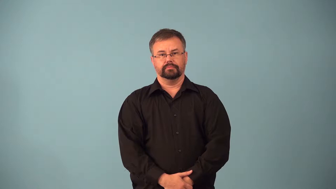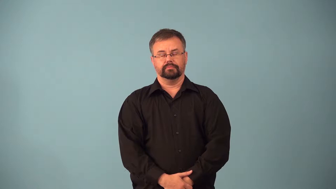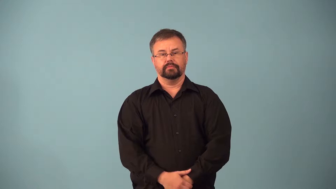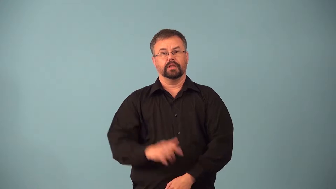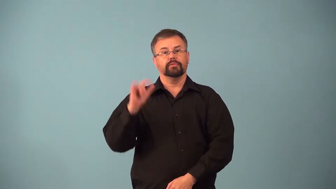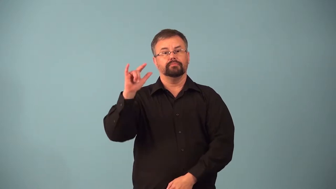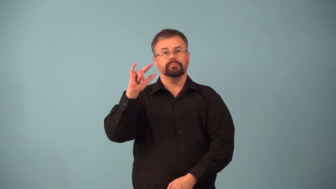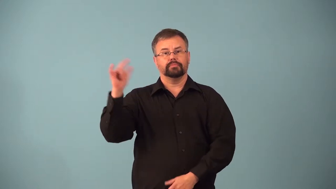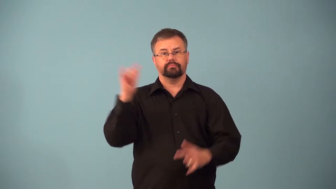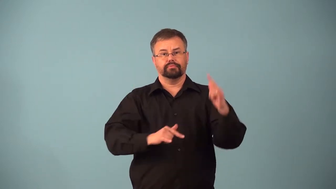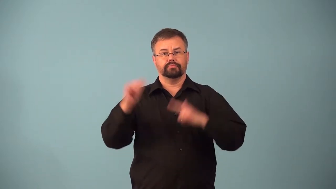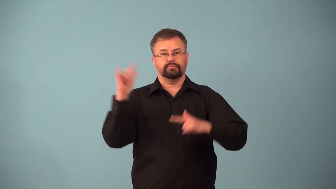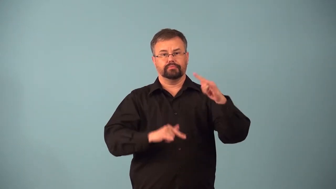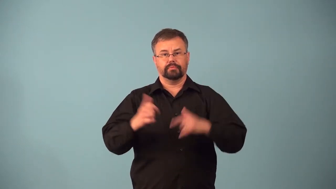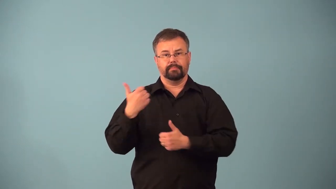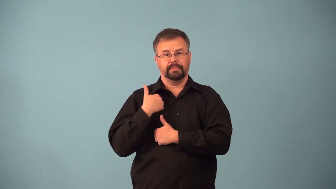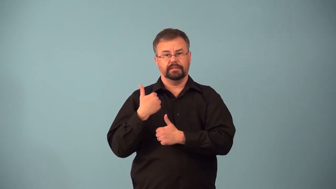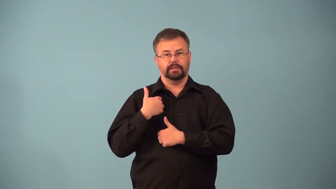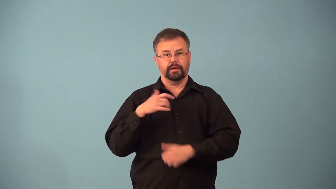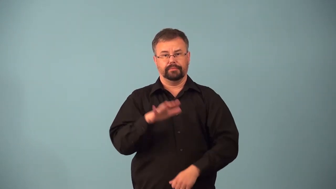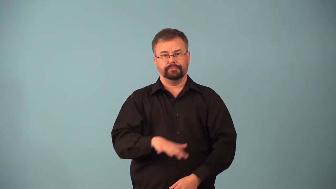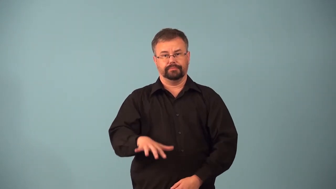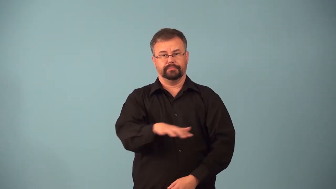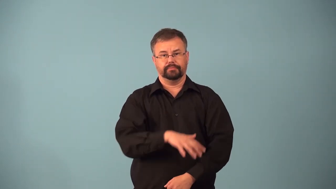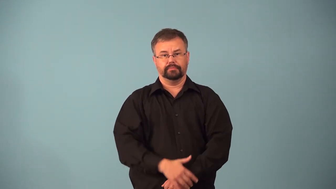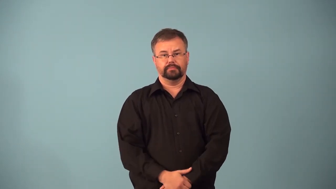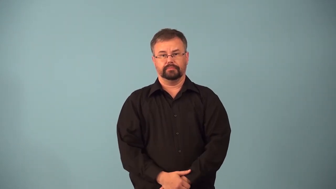airbase